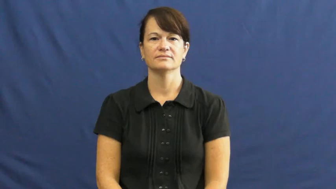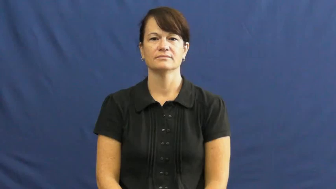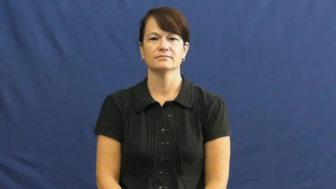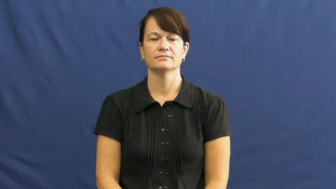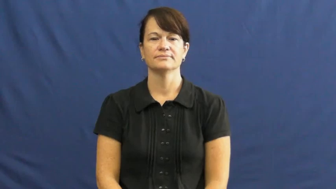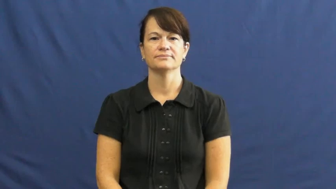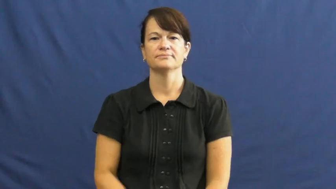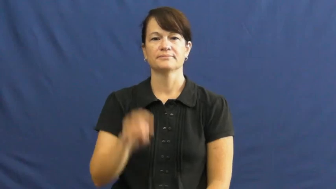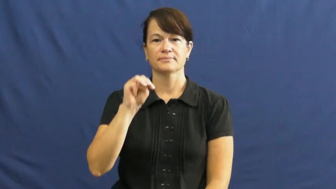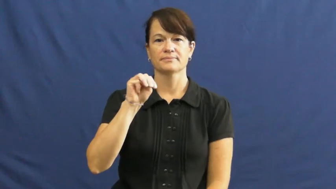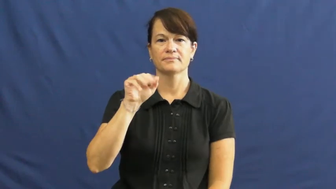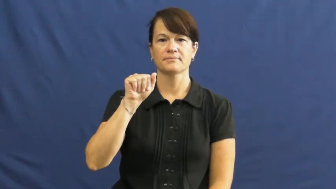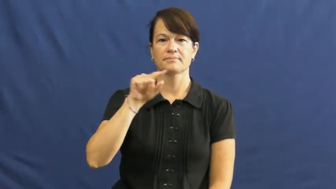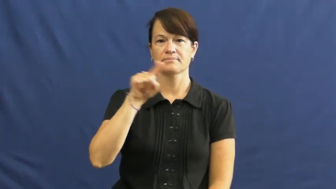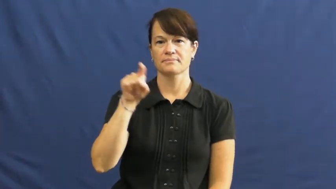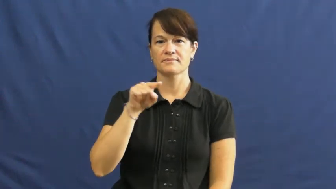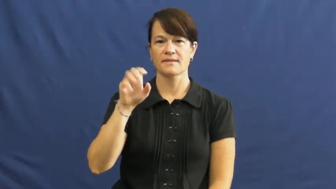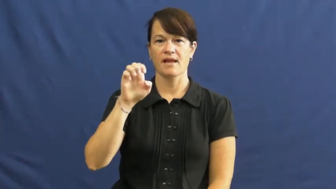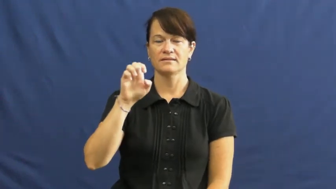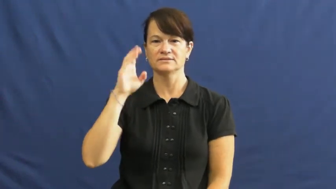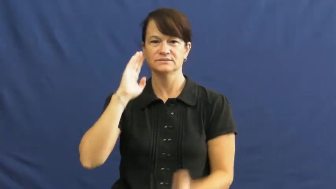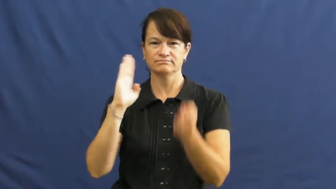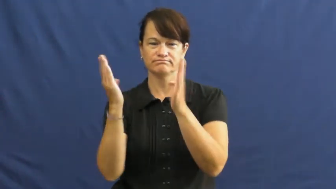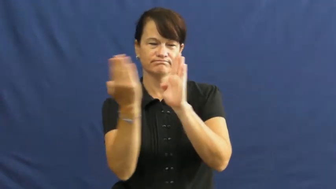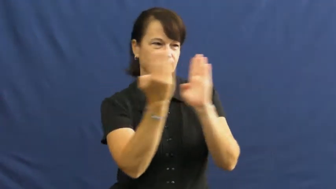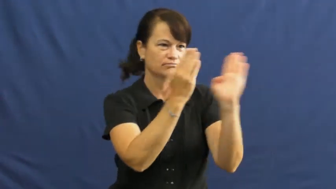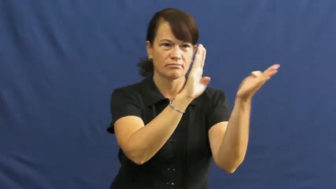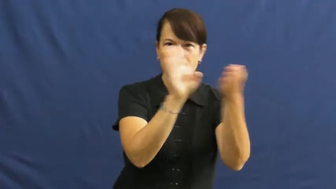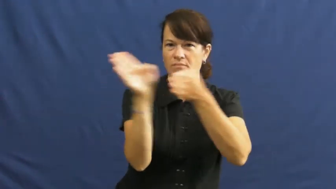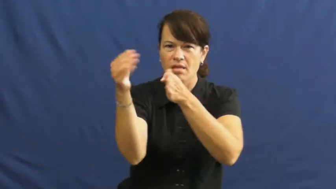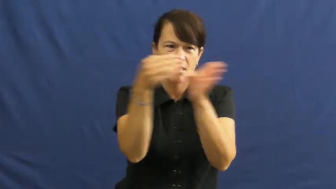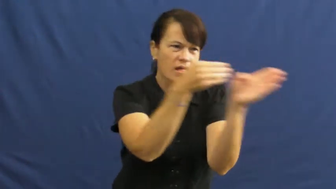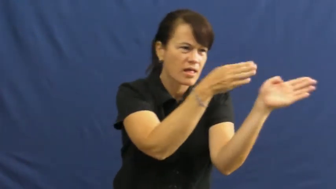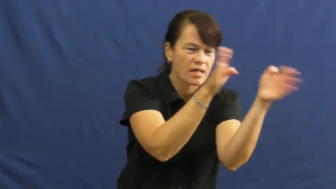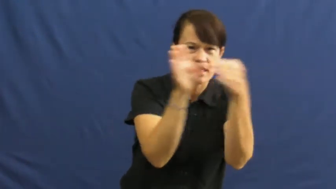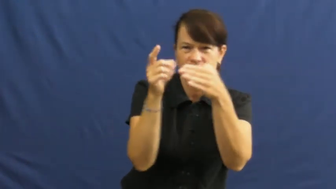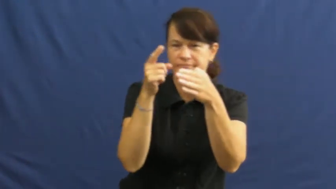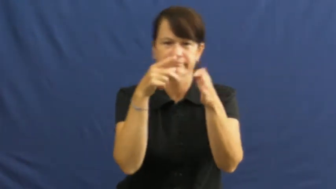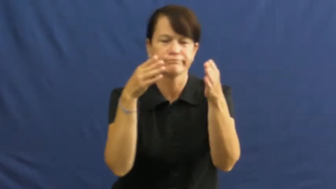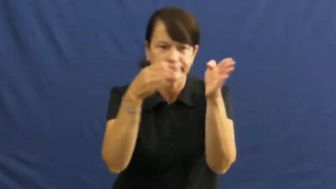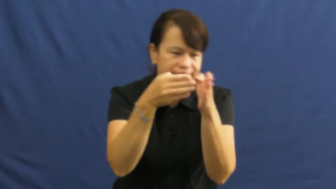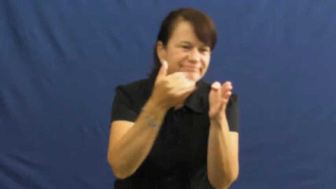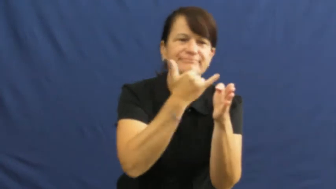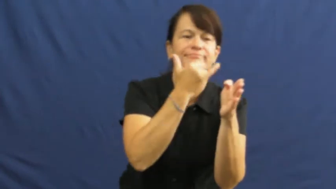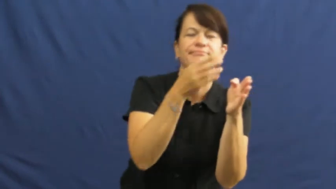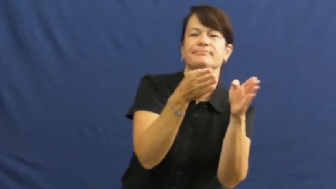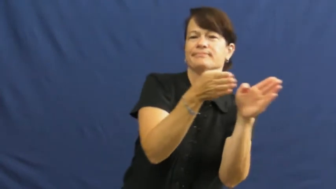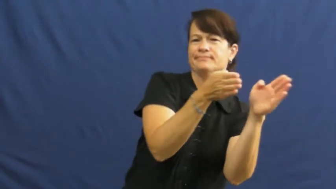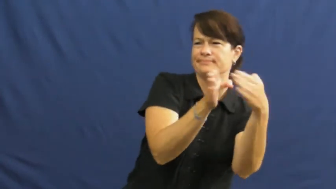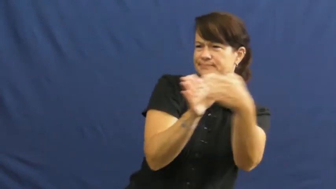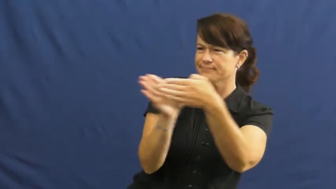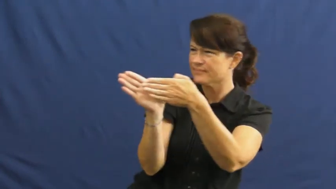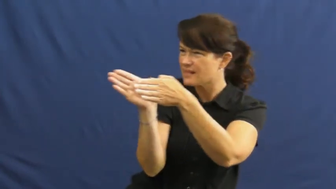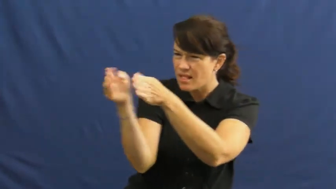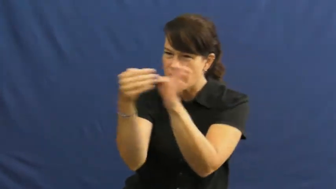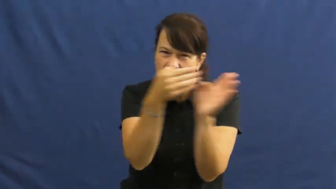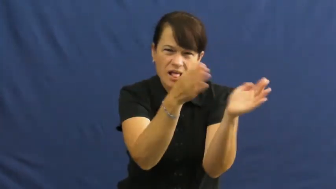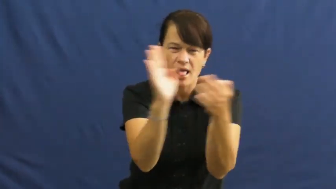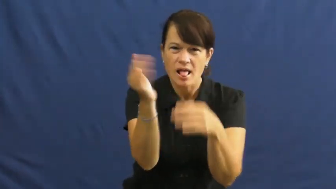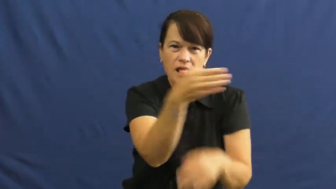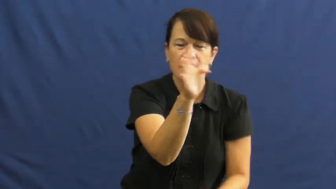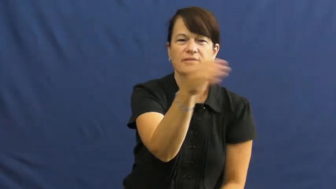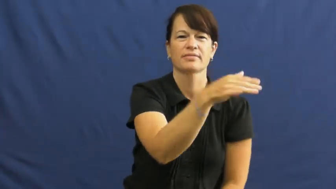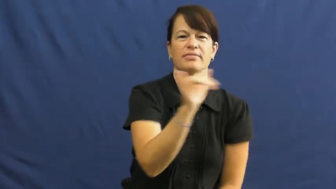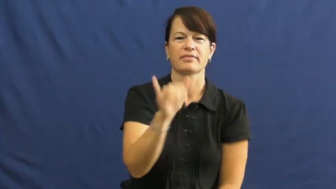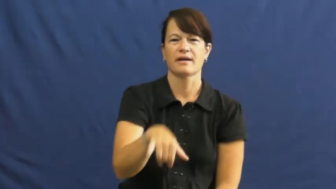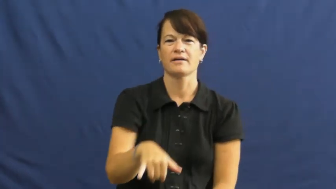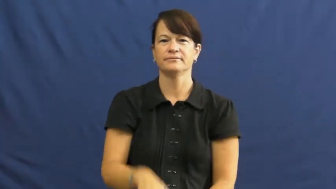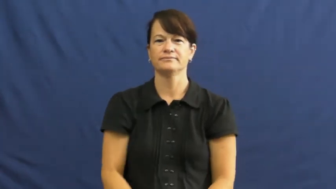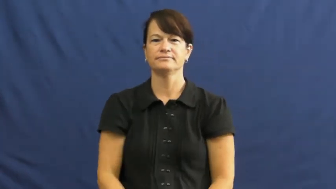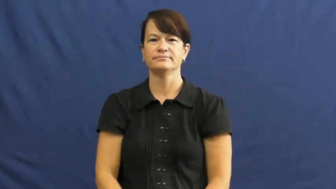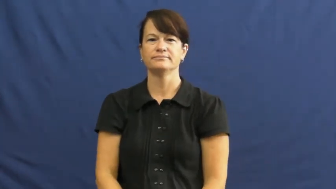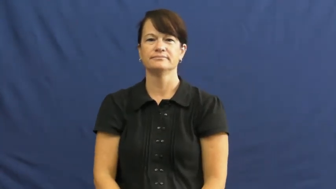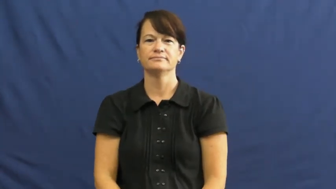maze